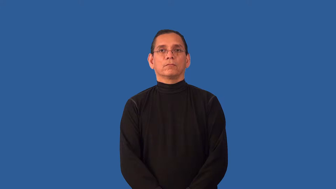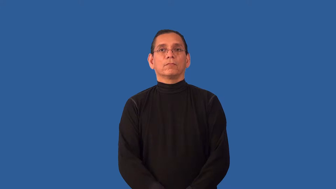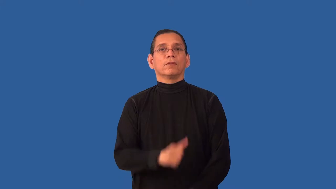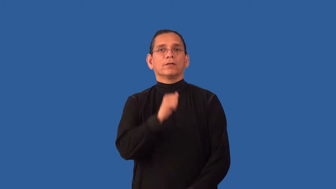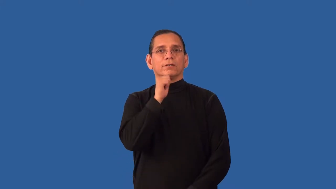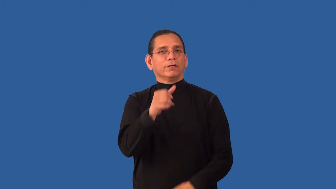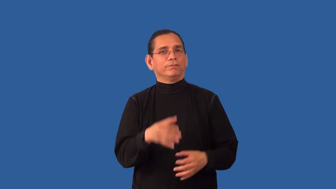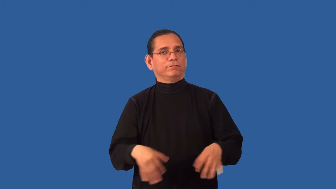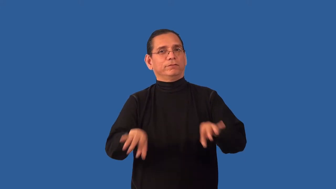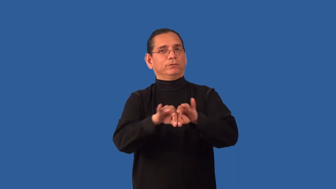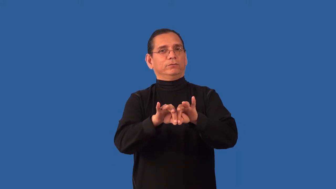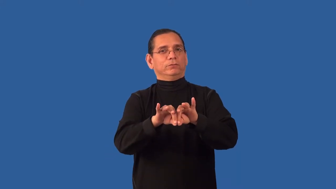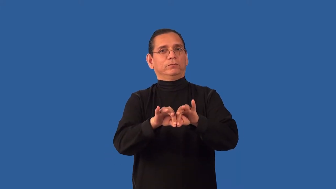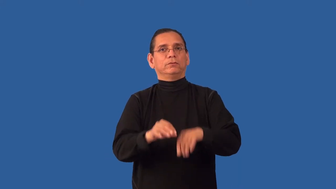unessential